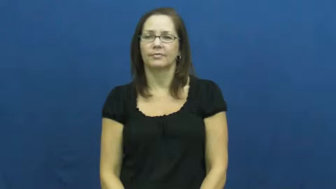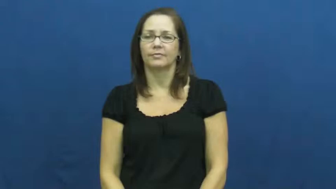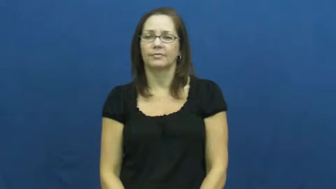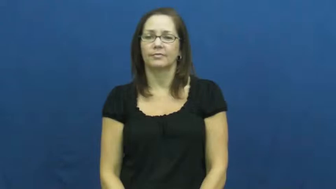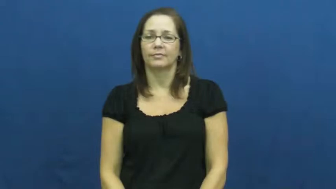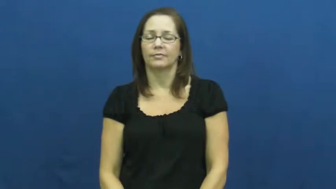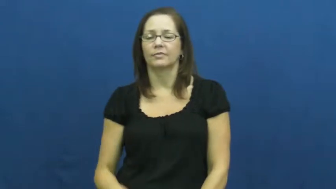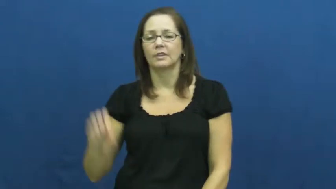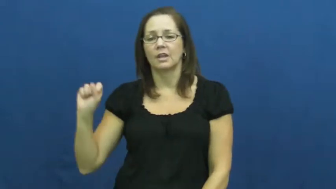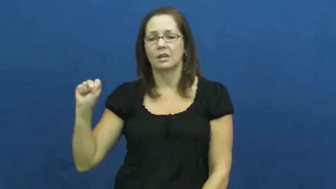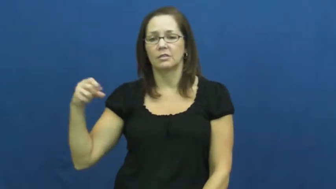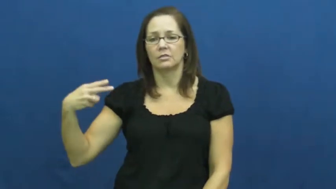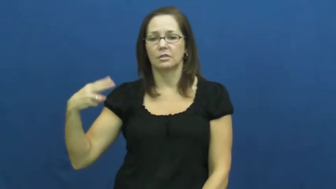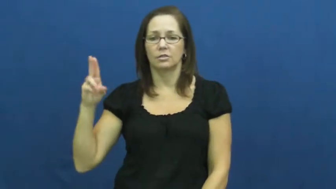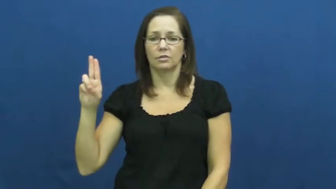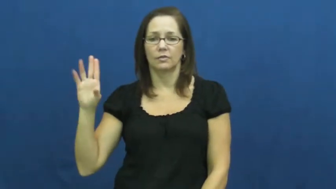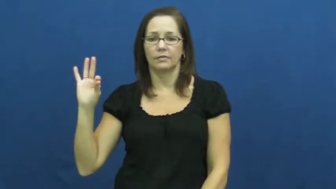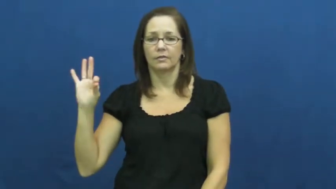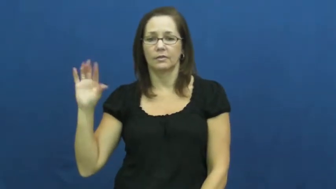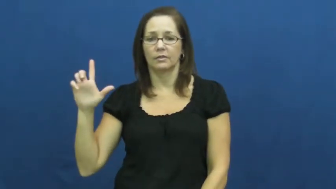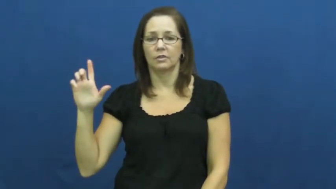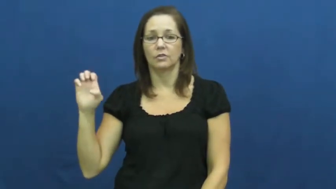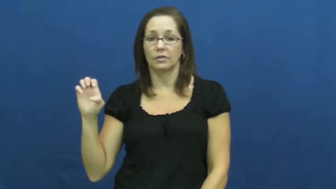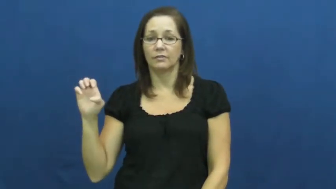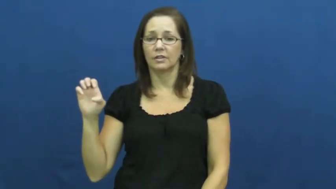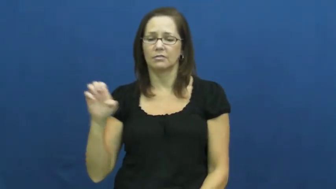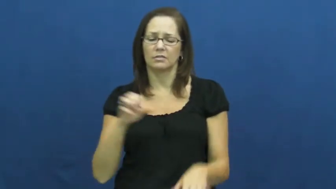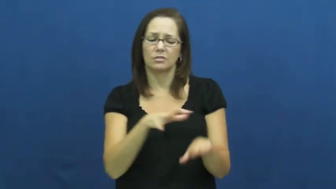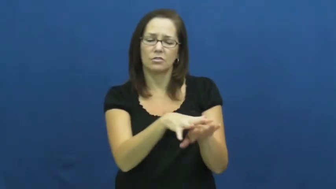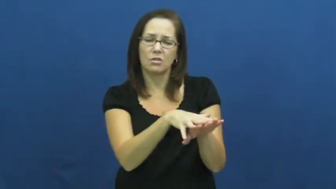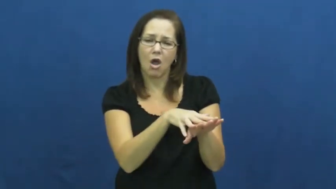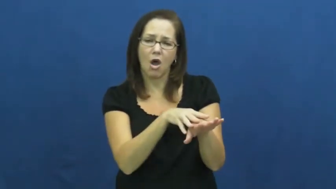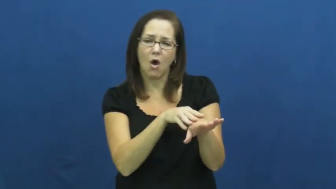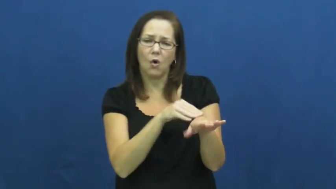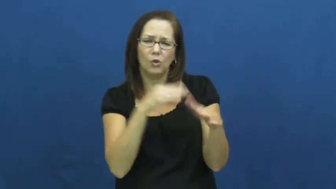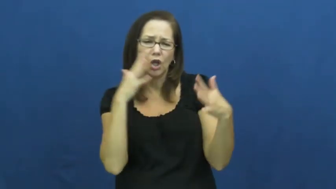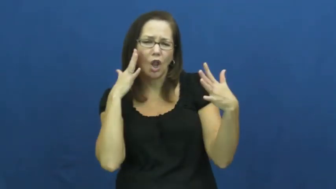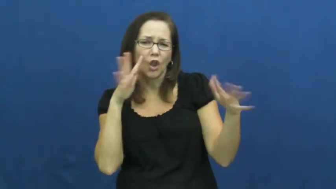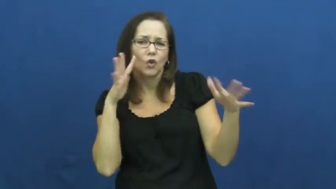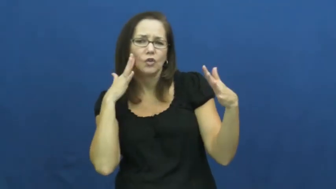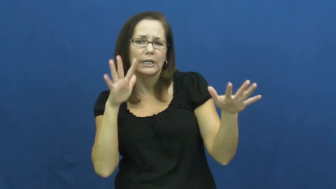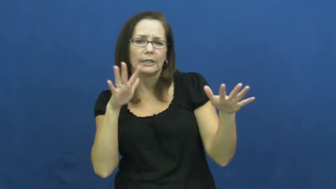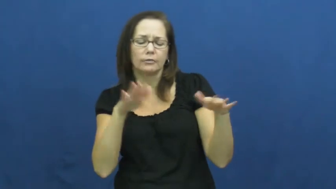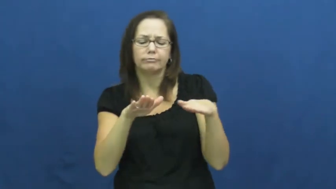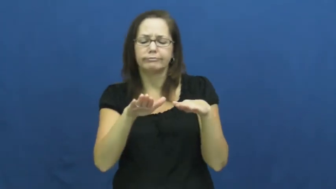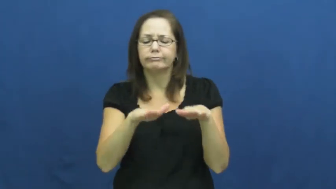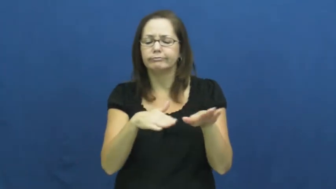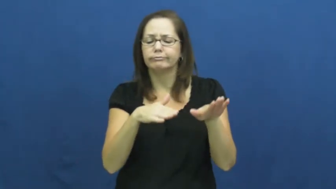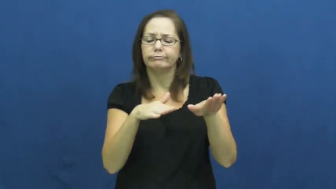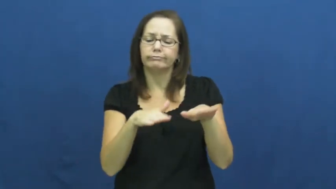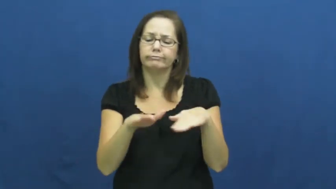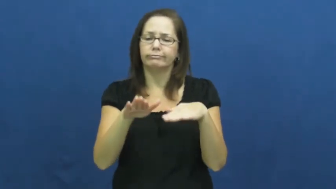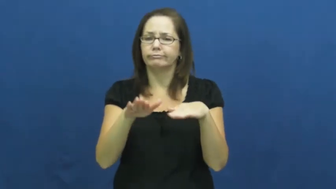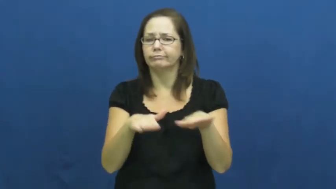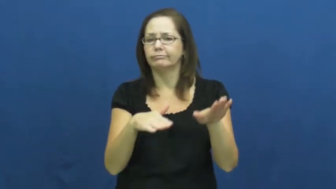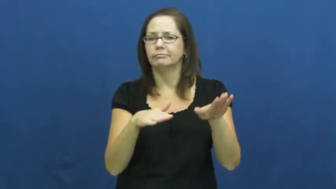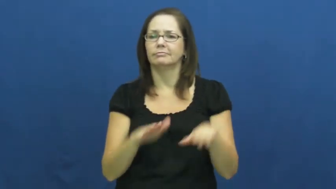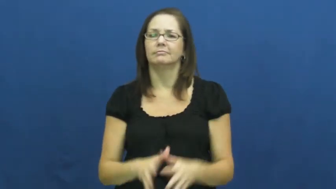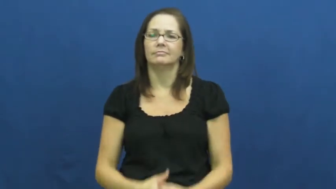shuffle-walk